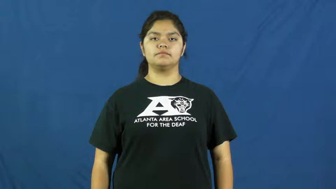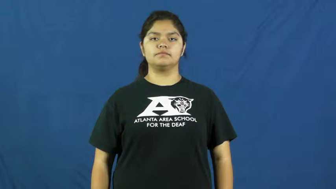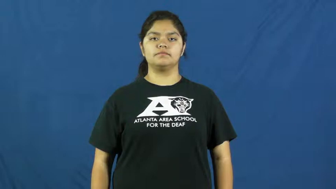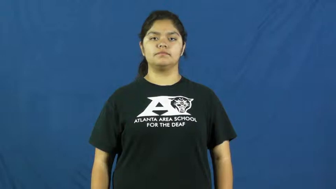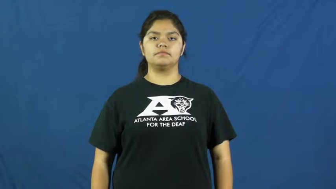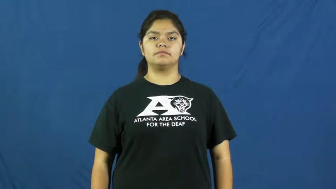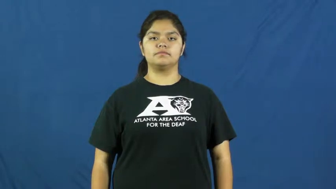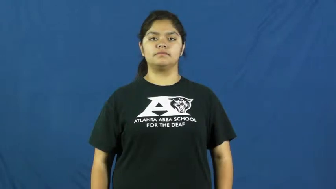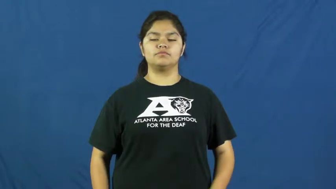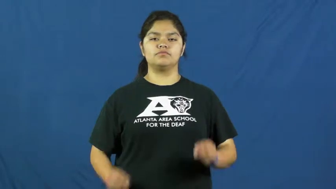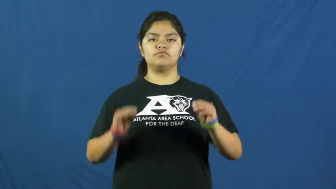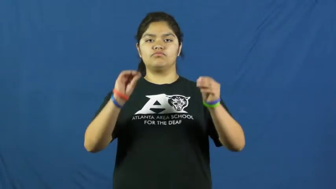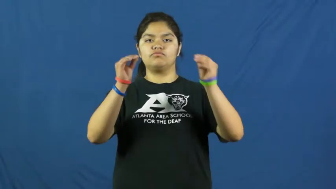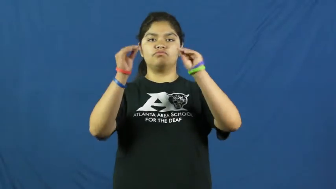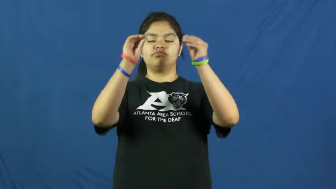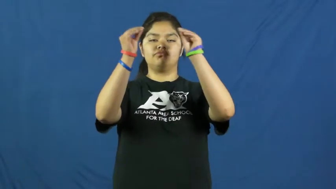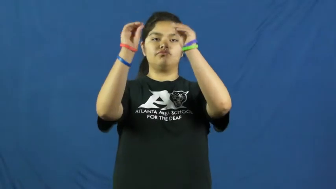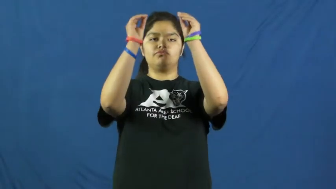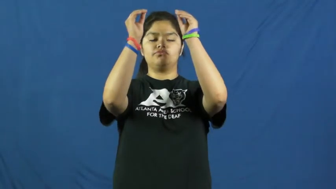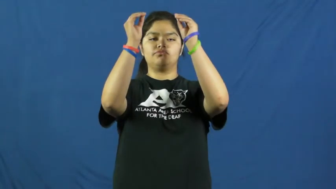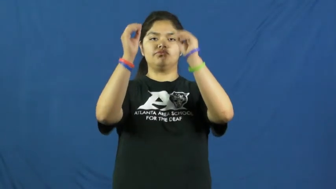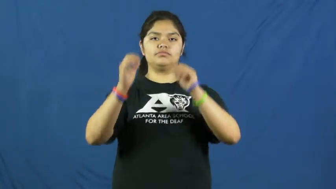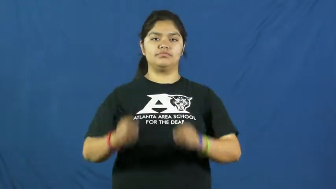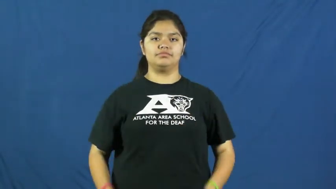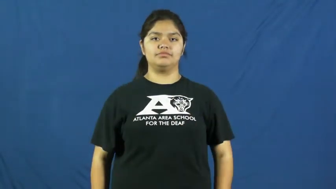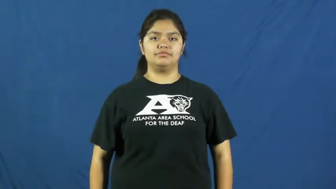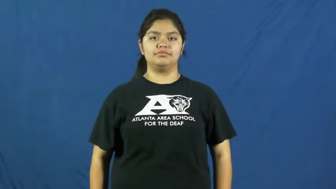decorate,adorn,deck out,festoon,bedeck,gussy up,pretty up,smarten,beset,dress